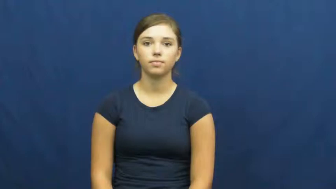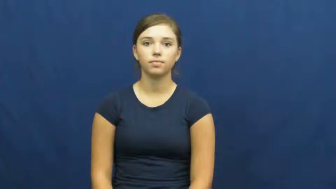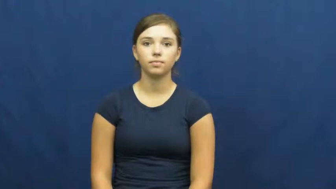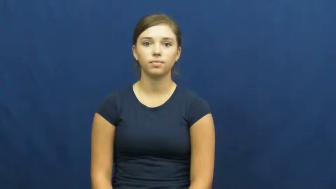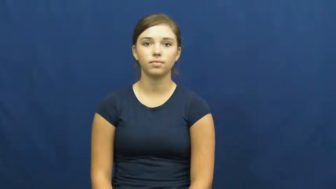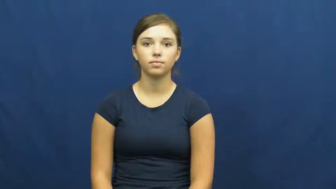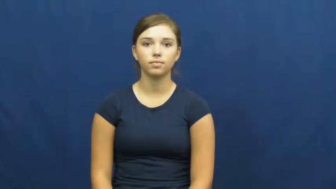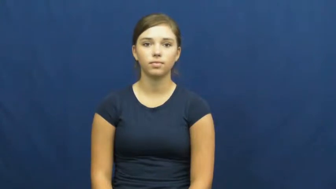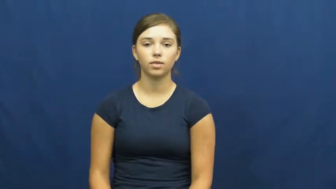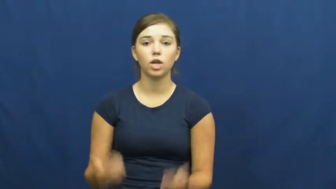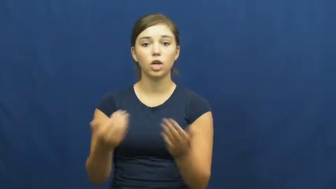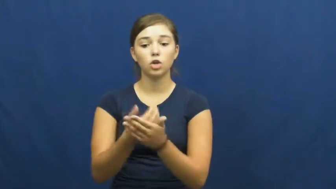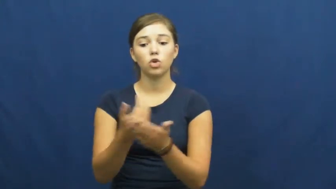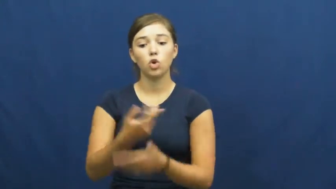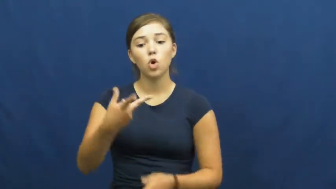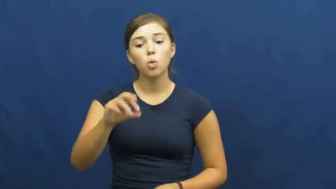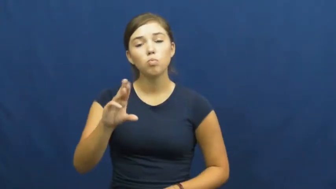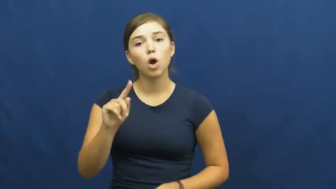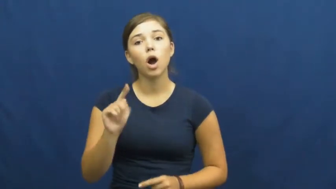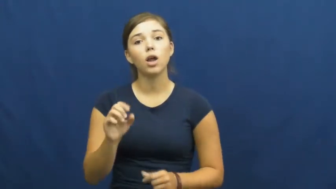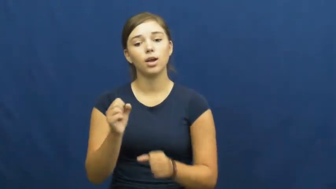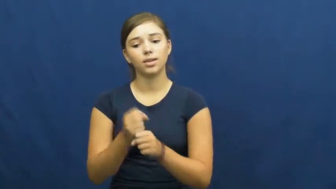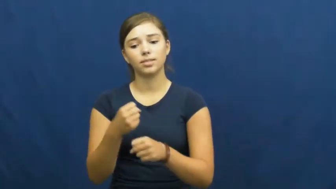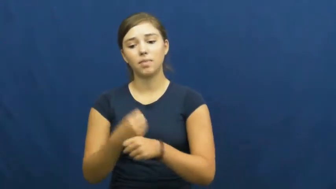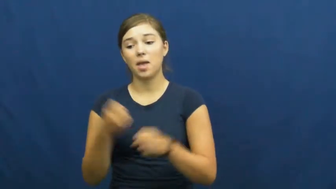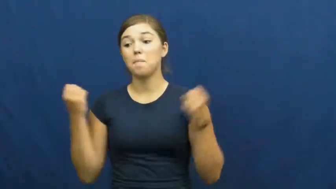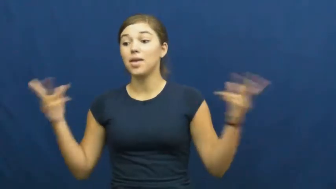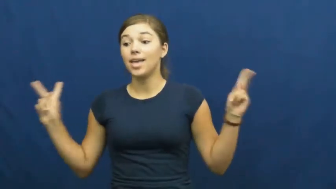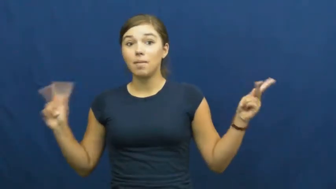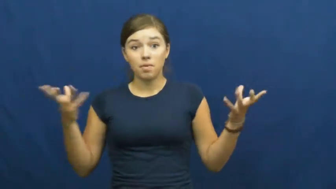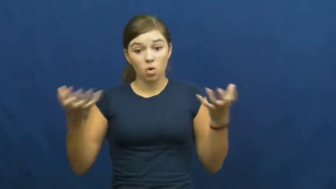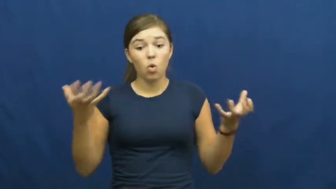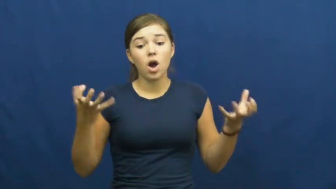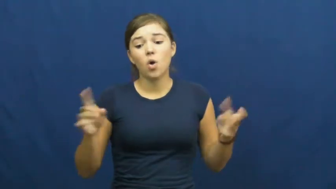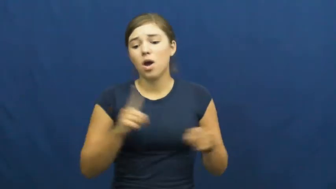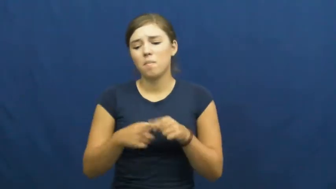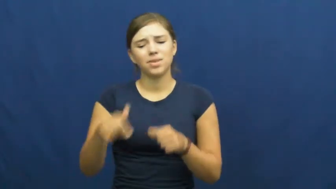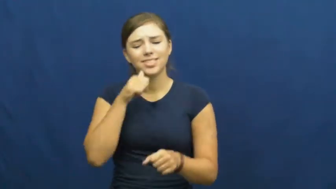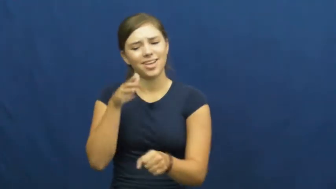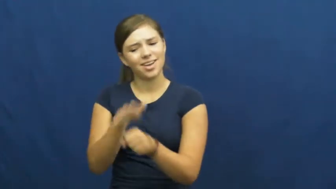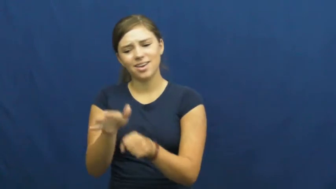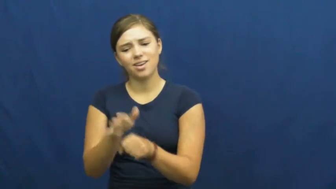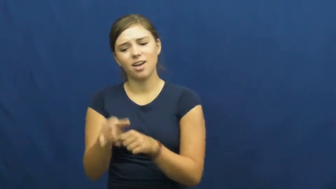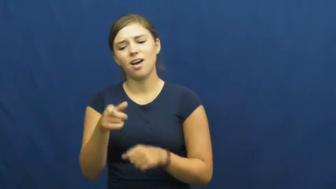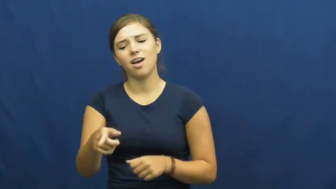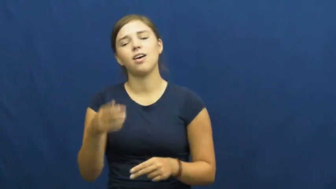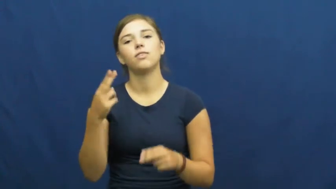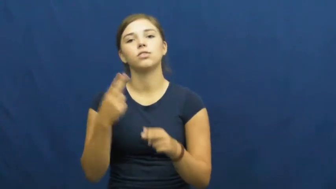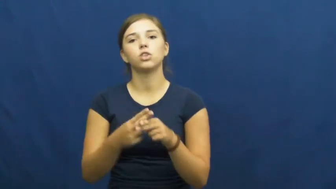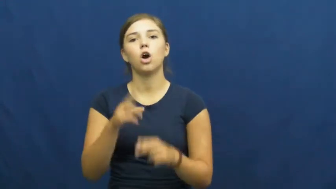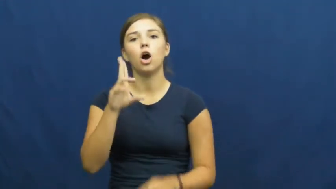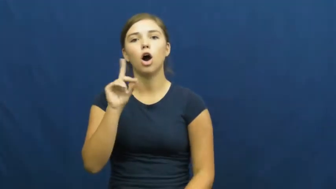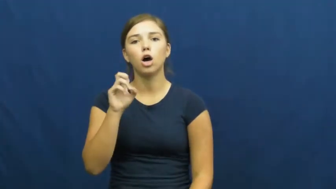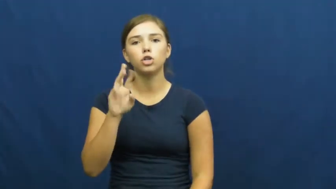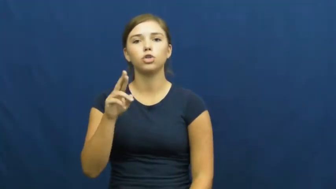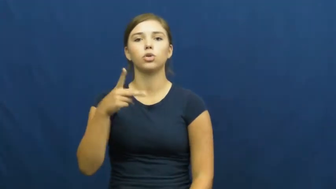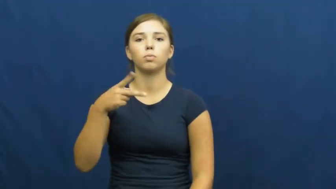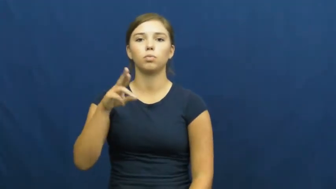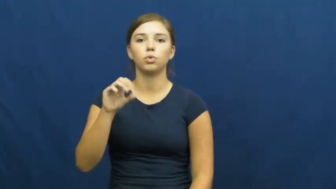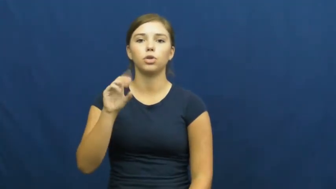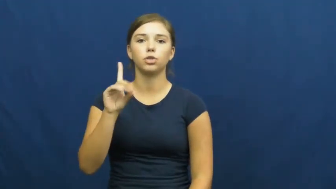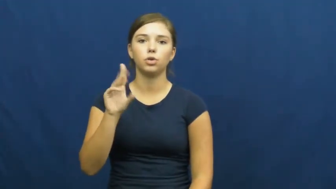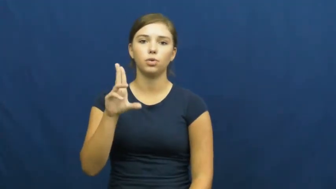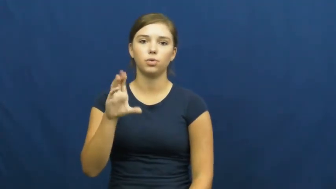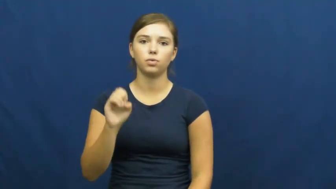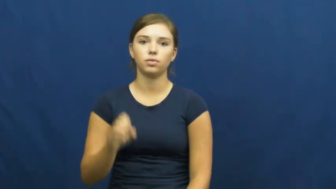underproduce